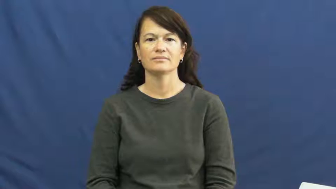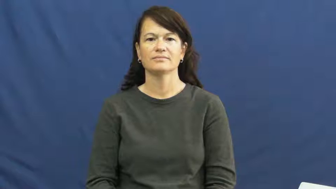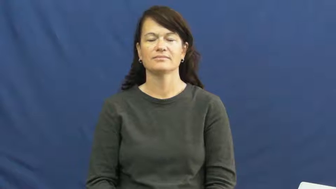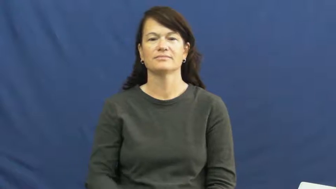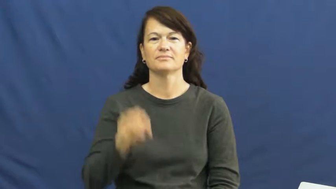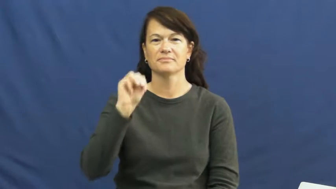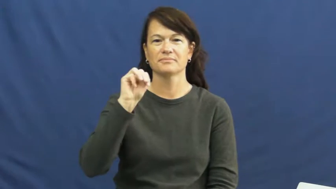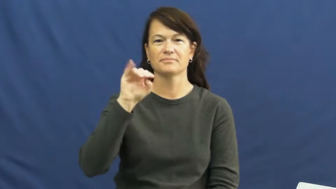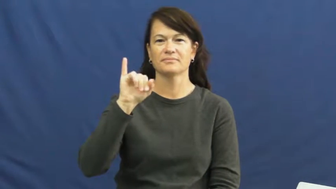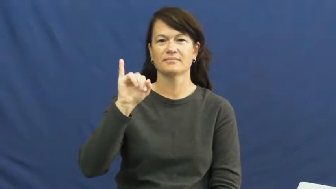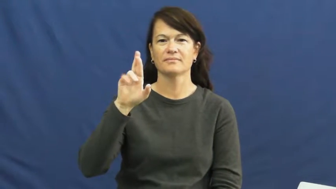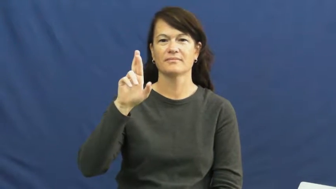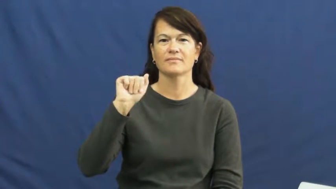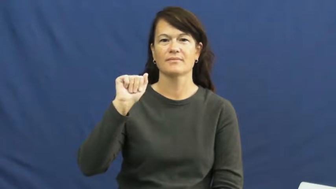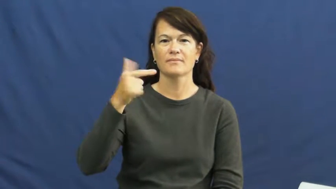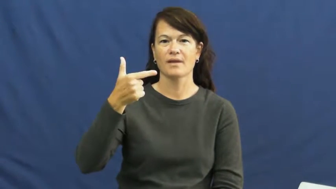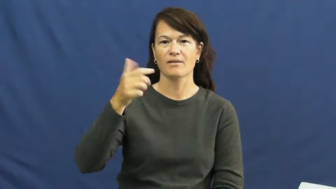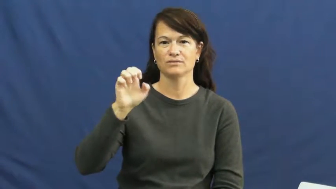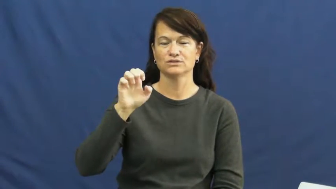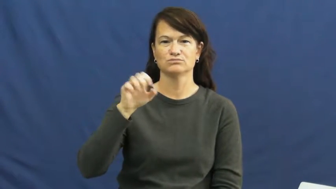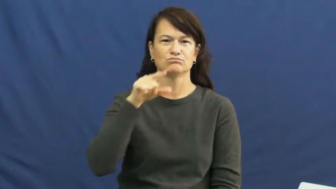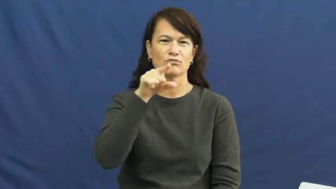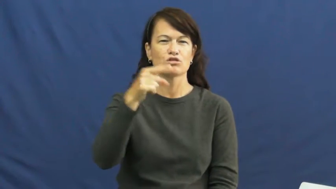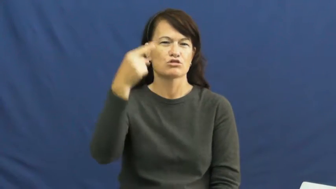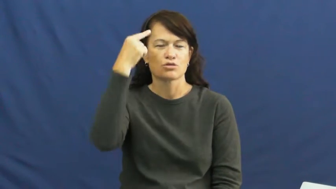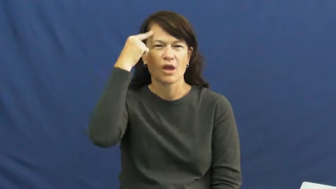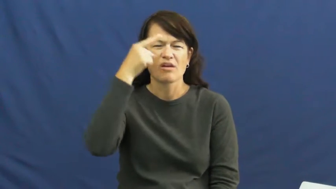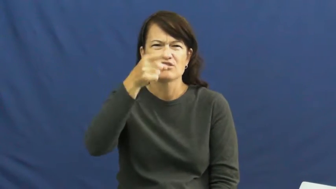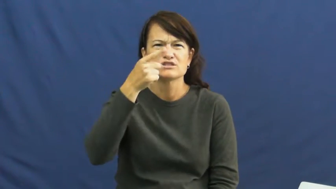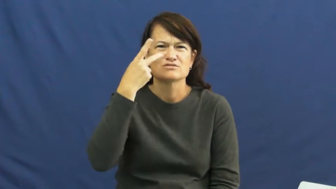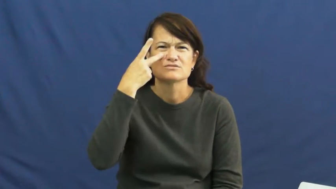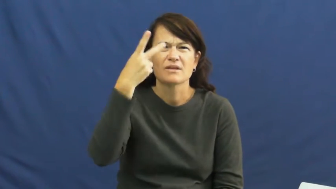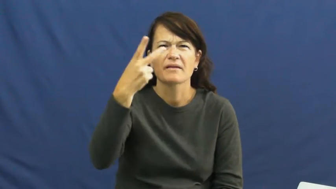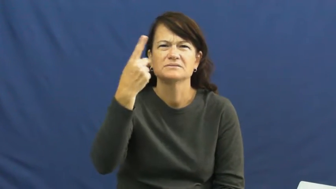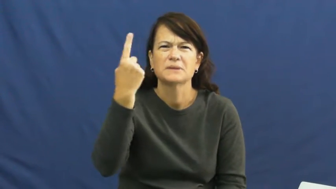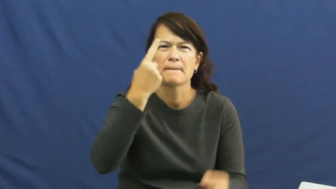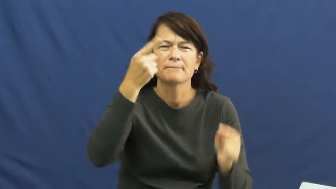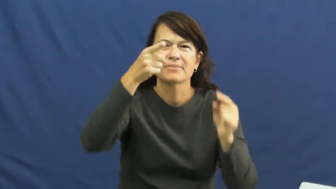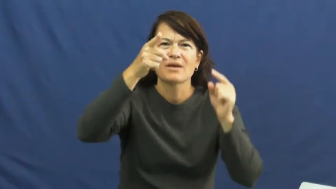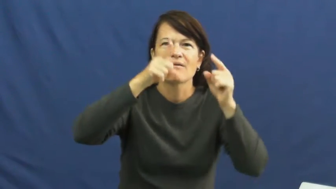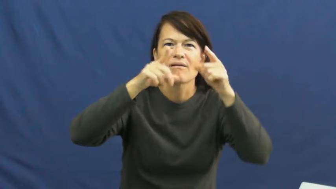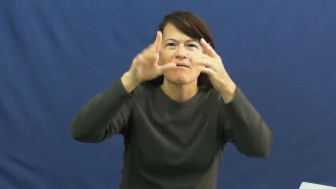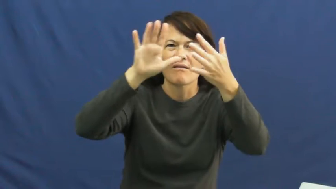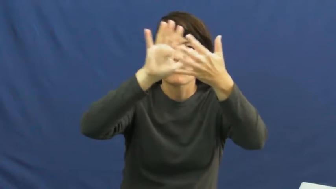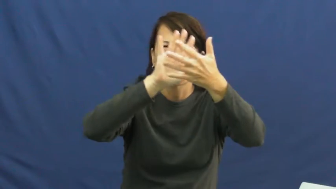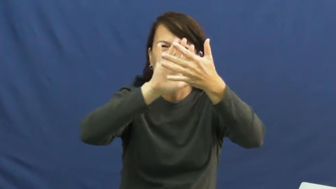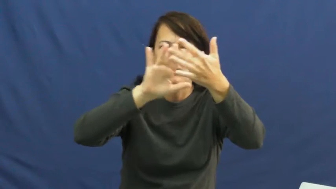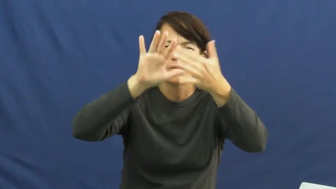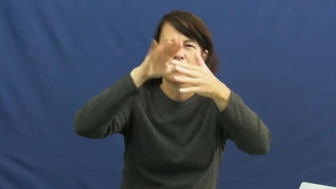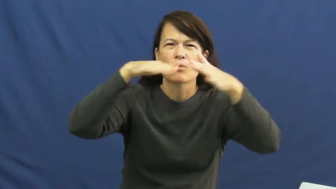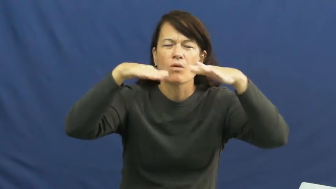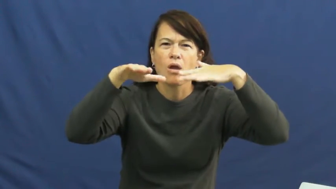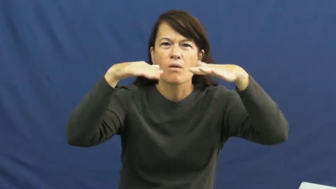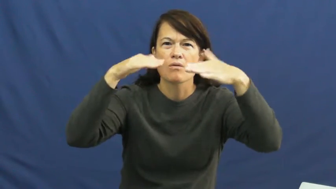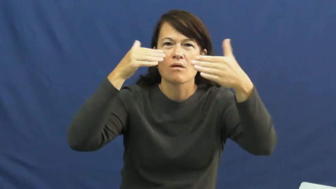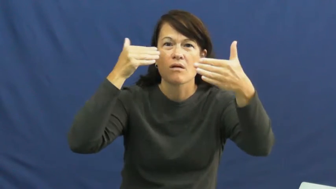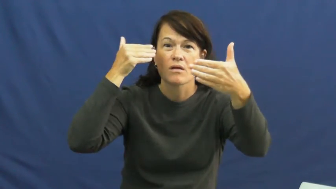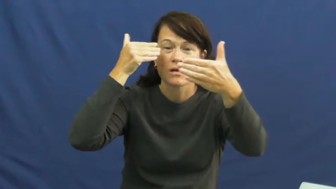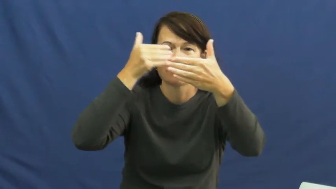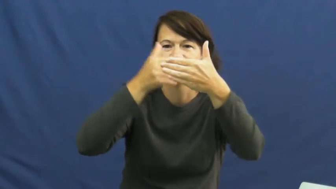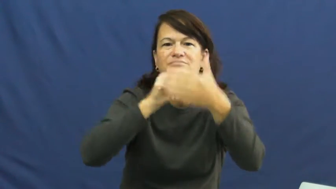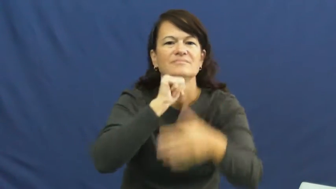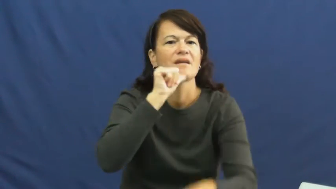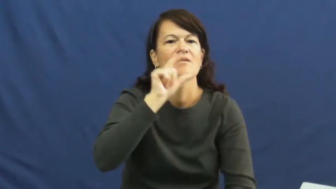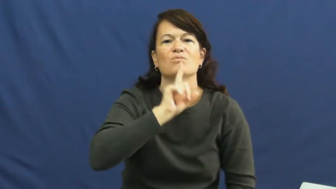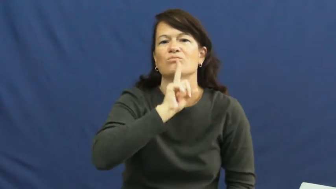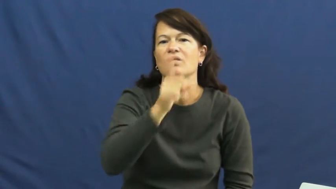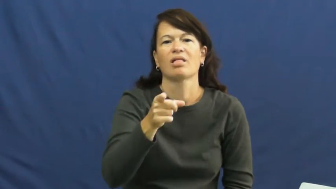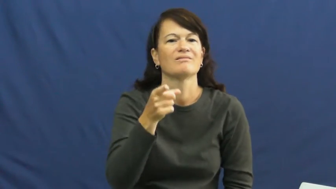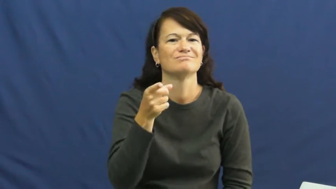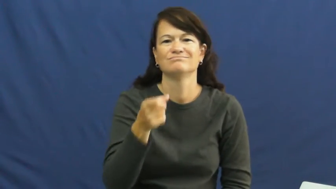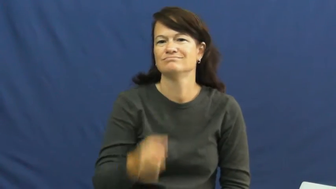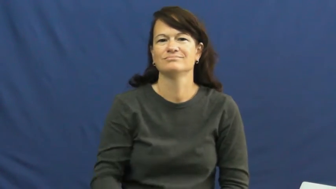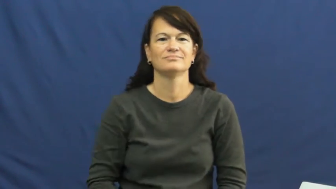mirage